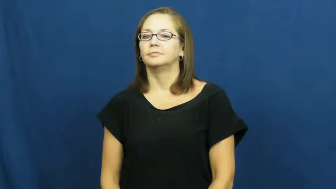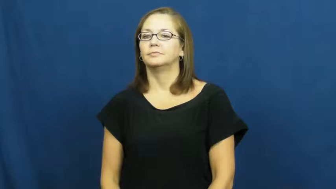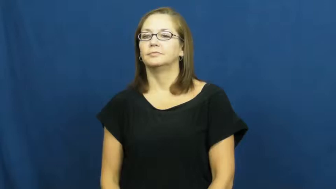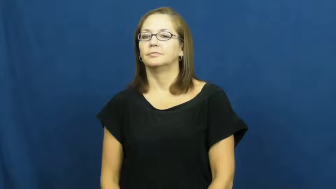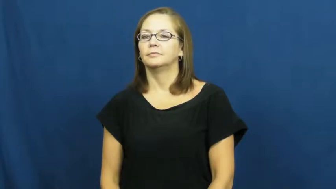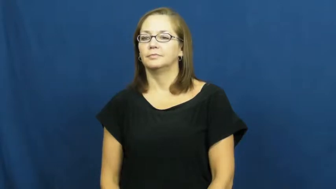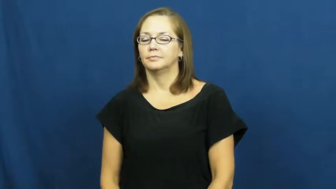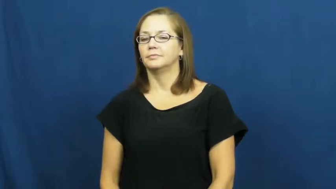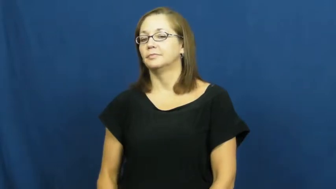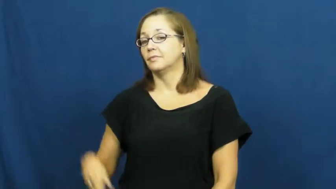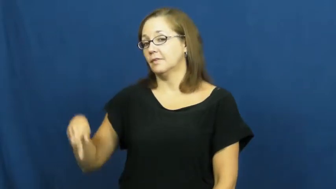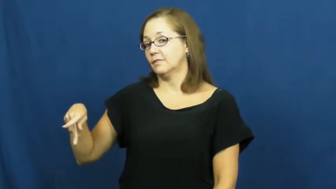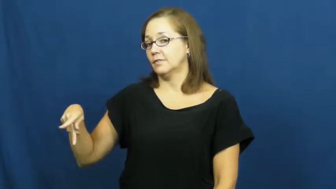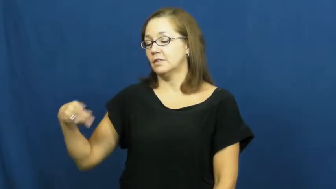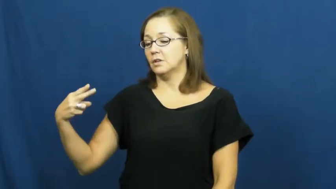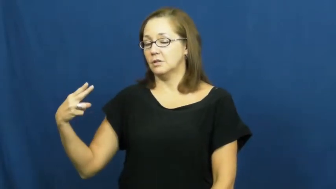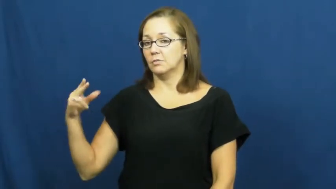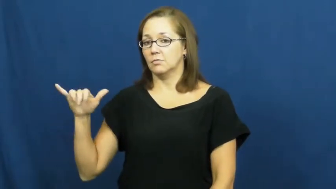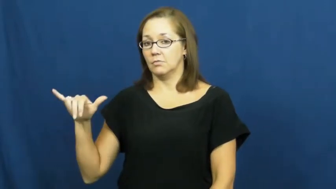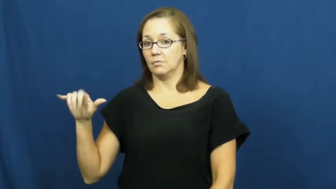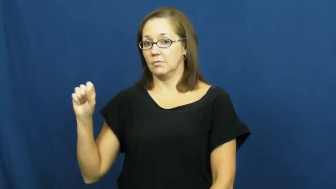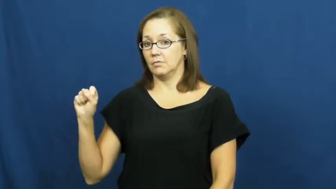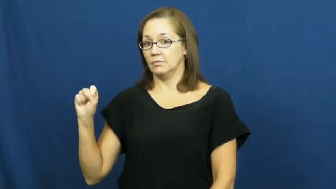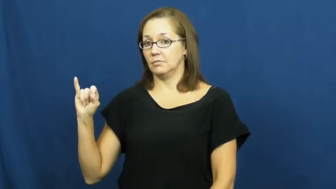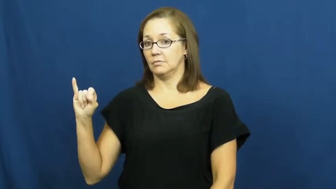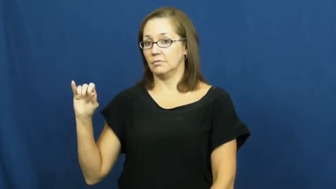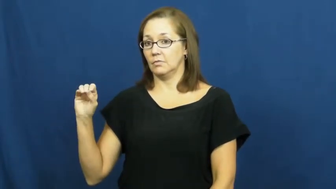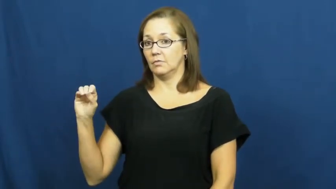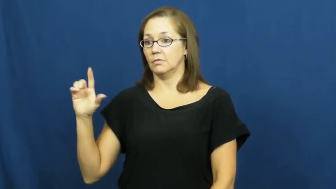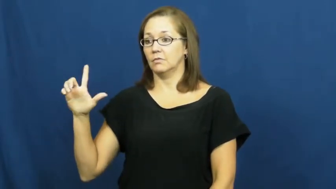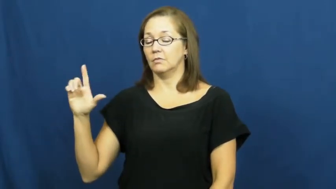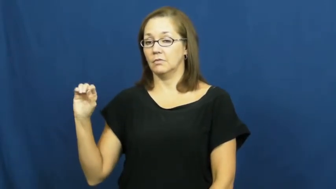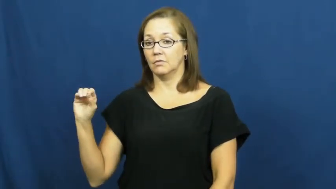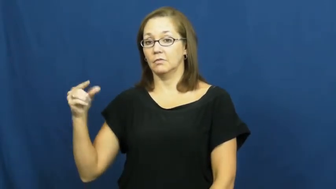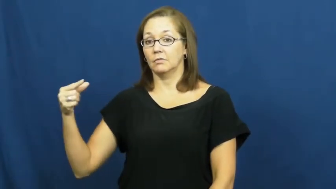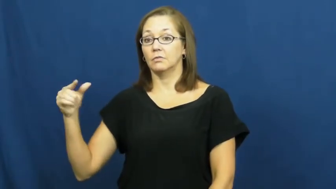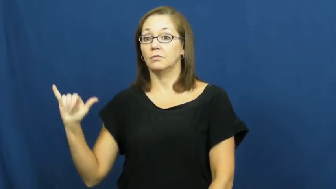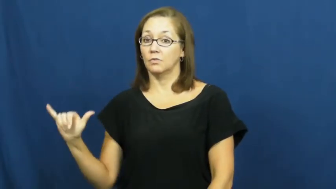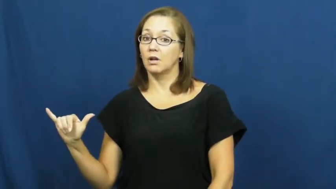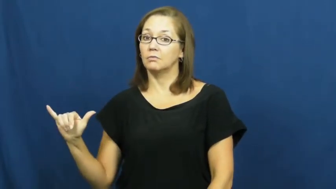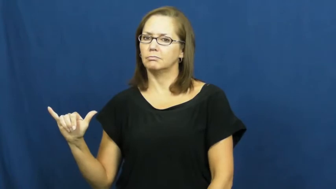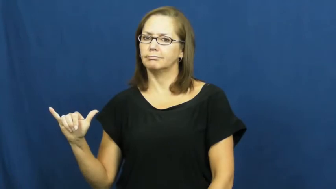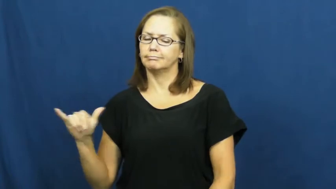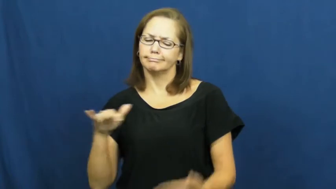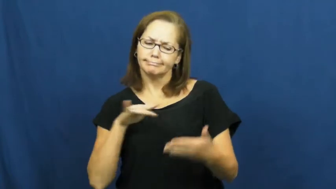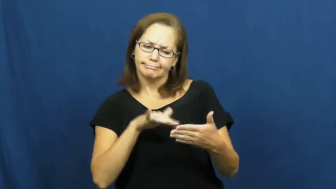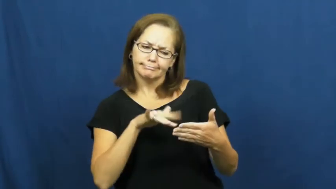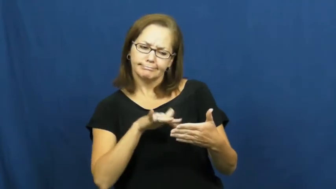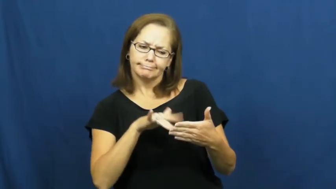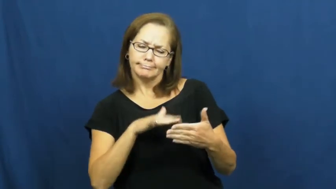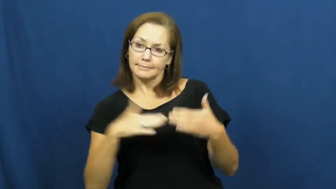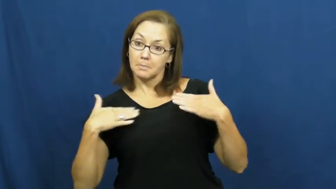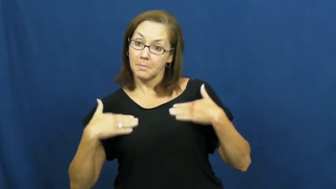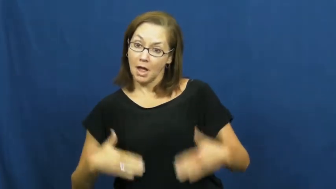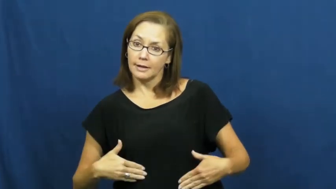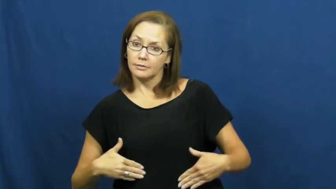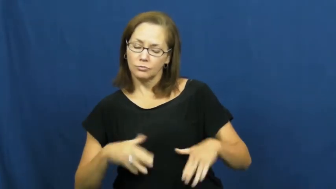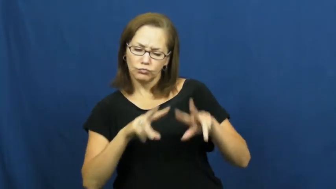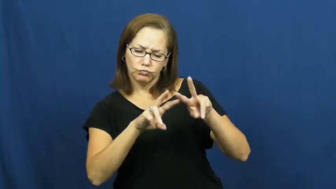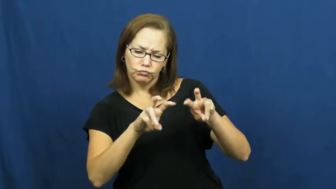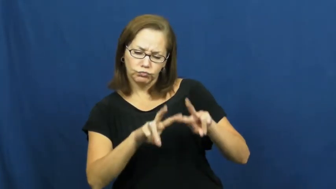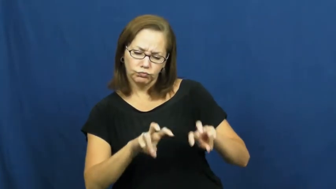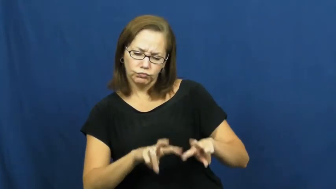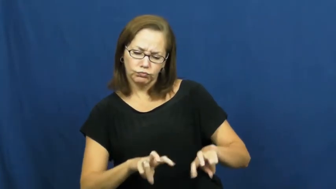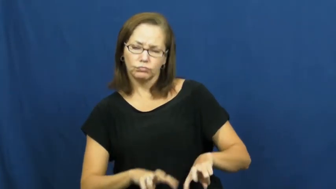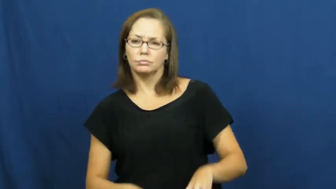physiology